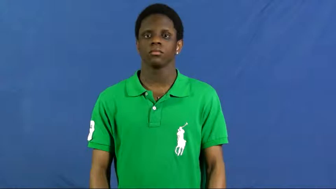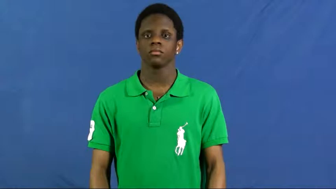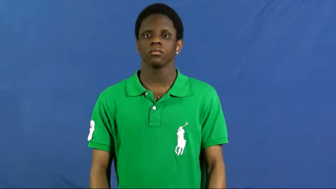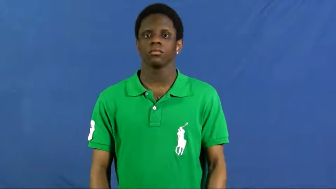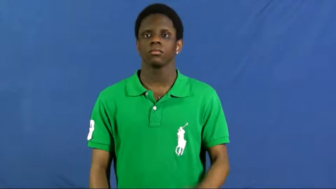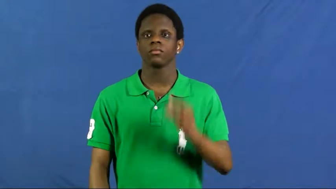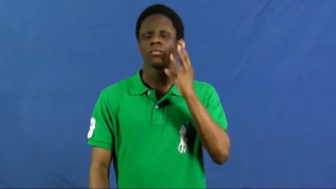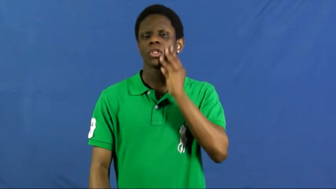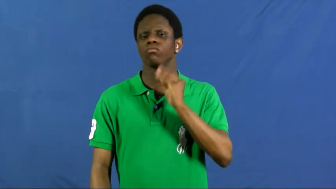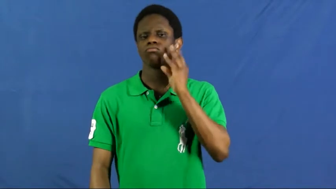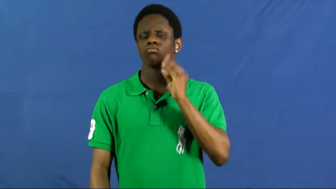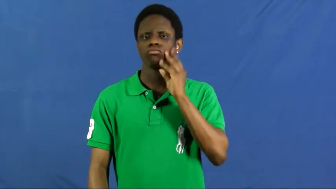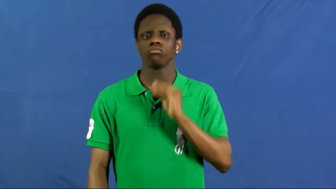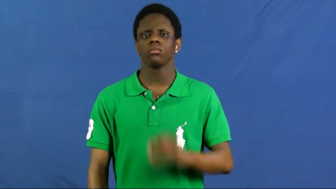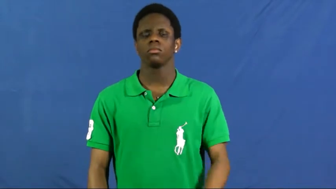experience,been around